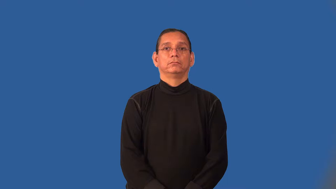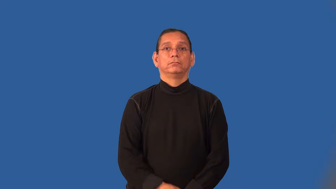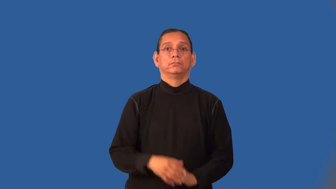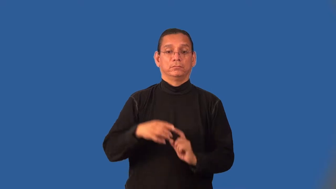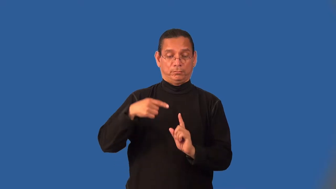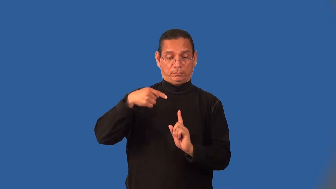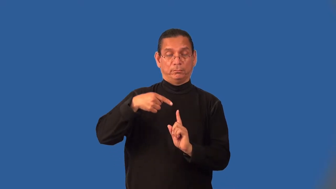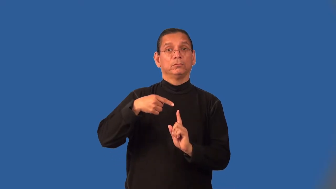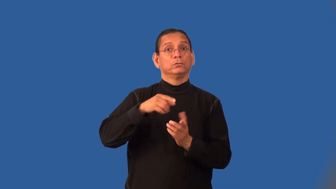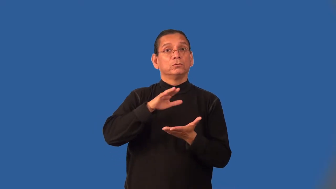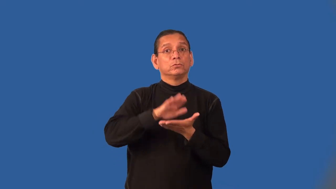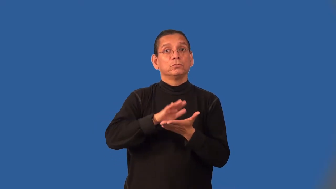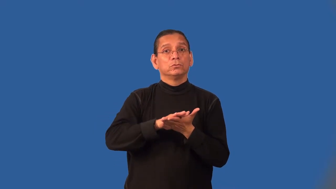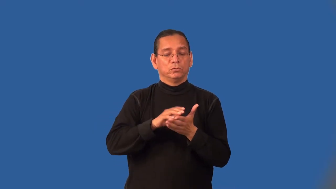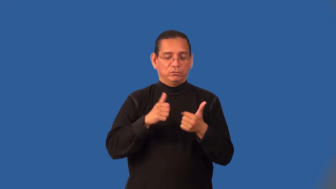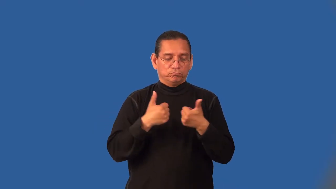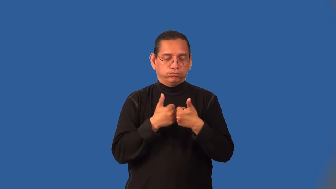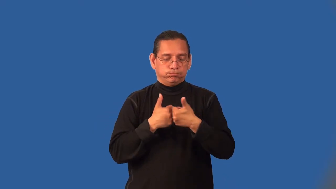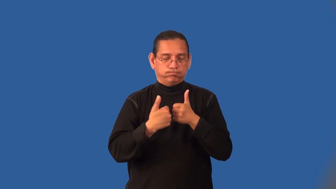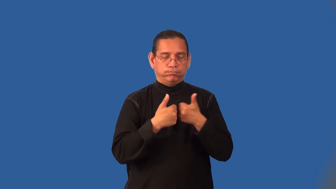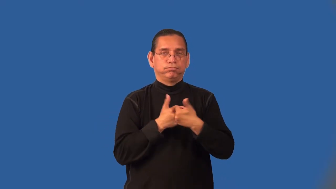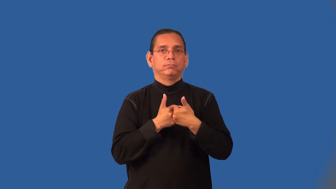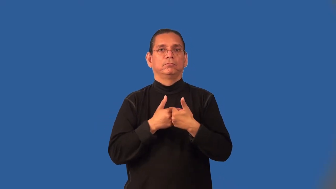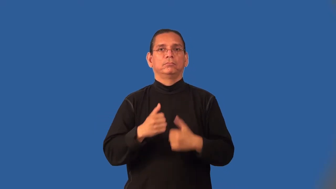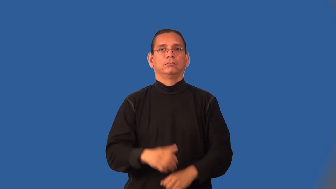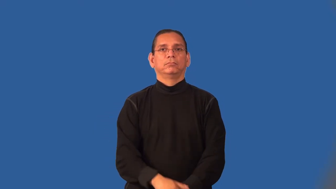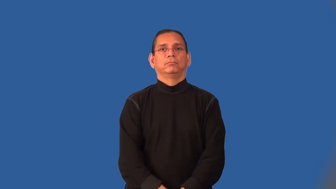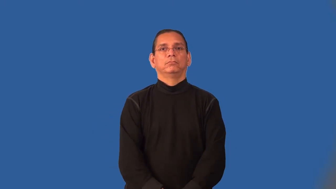intramural